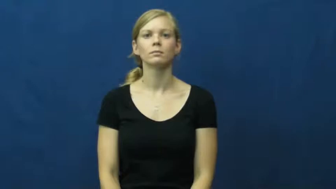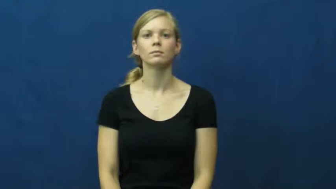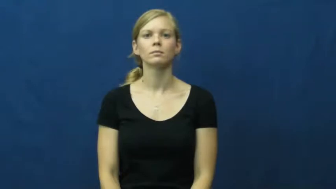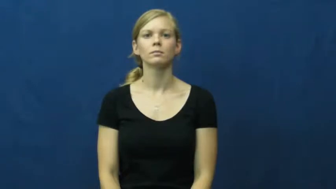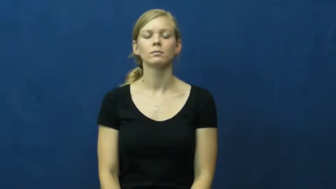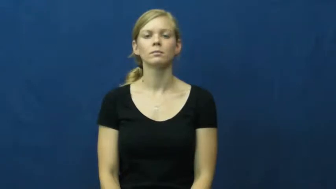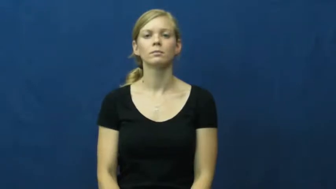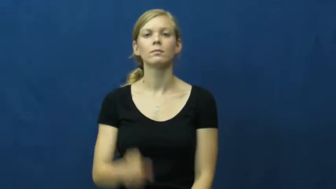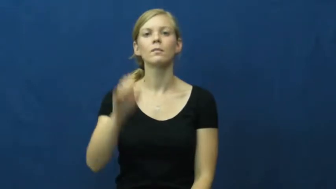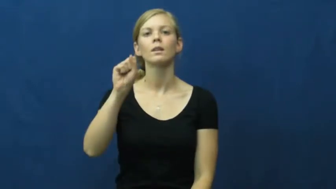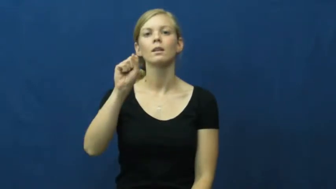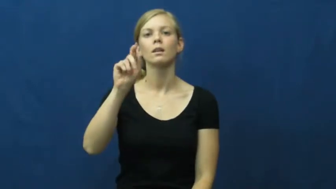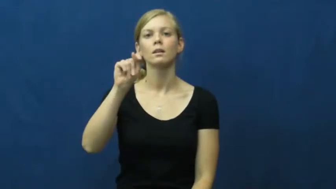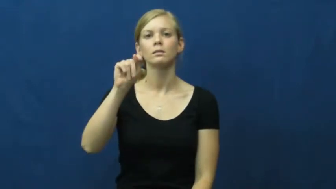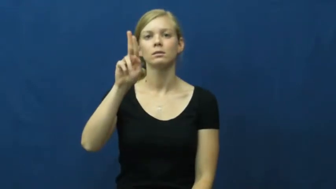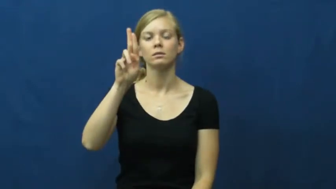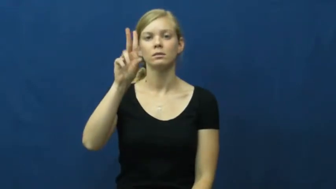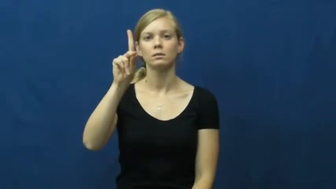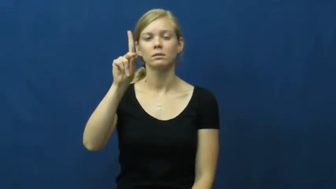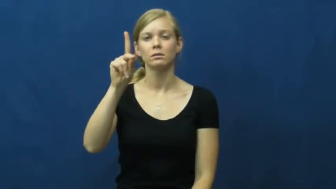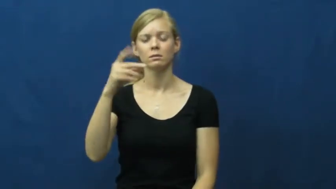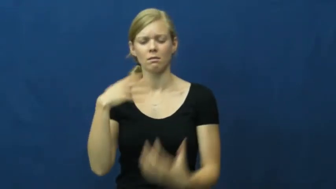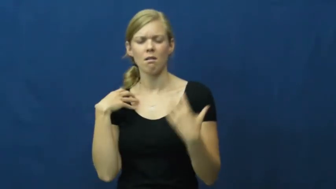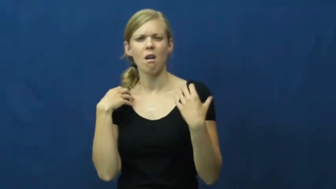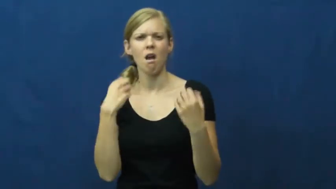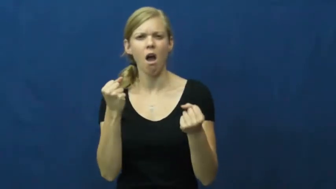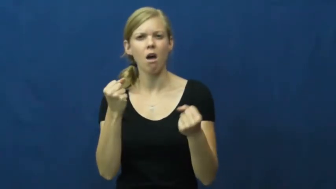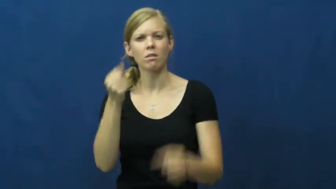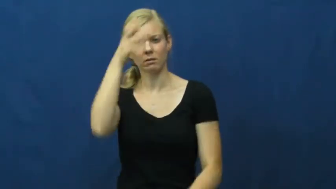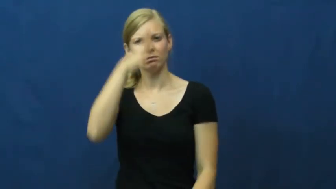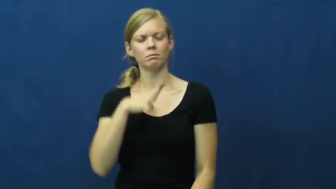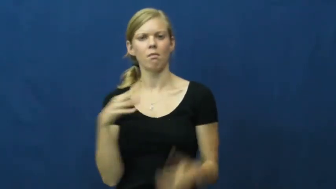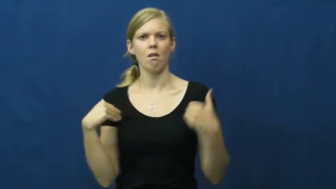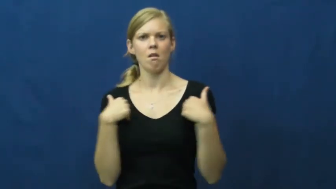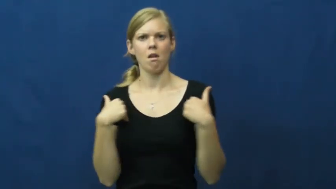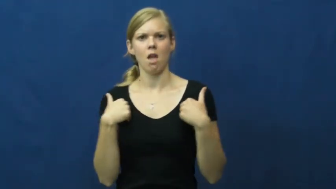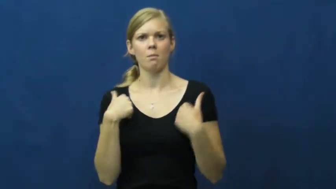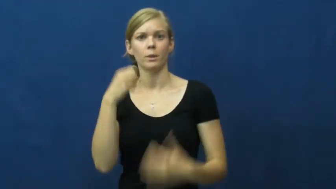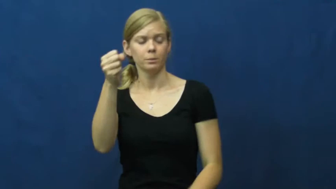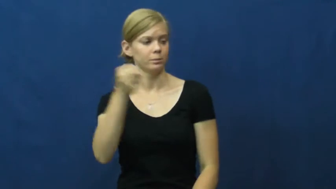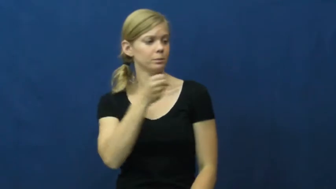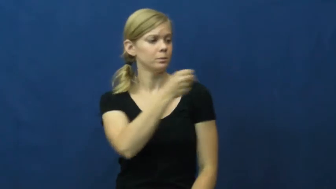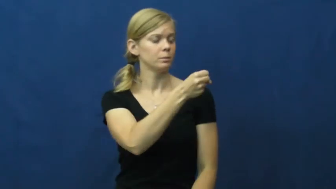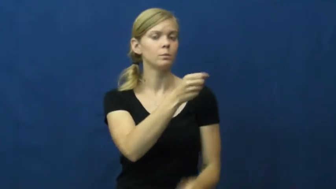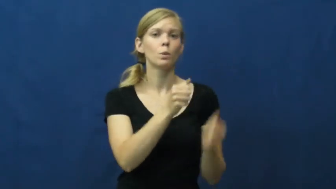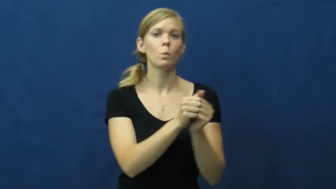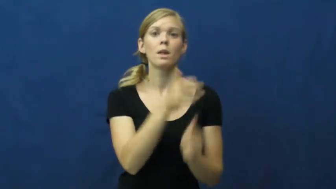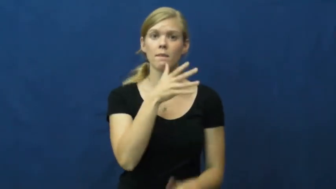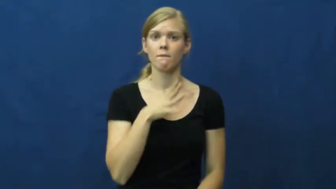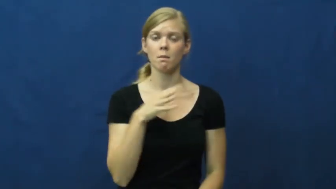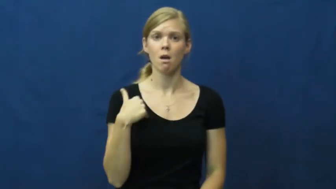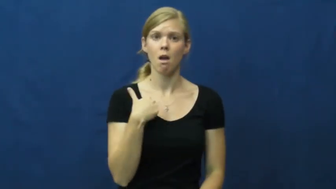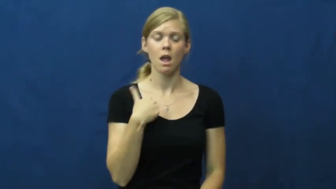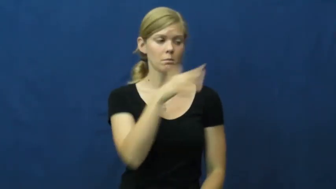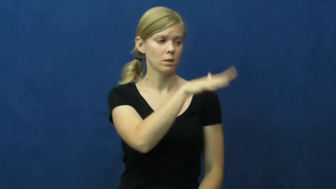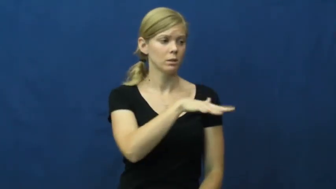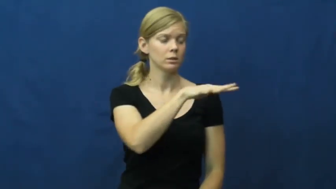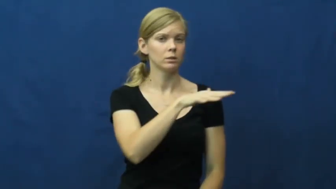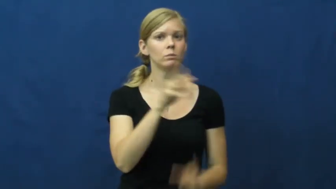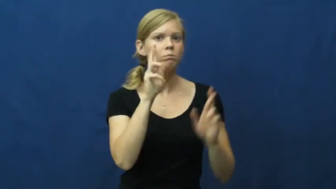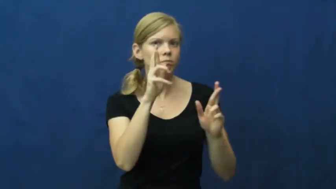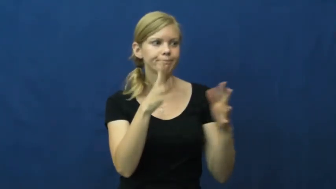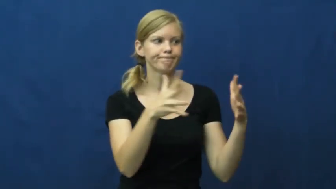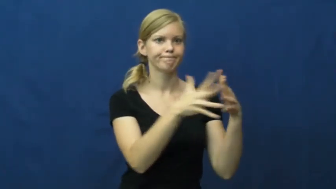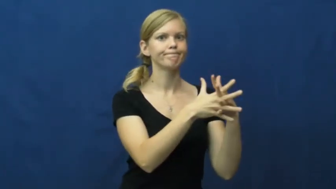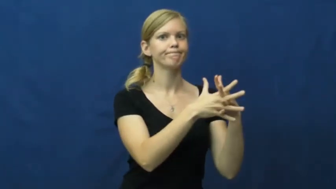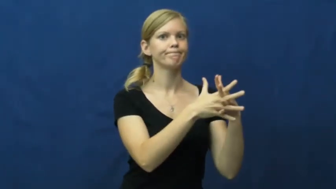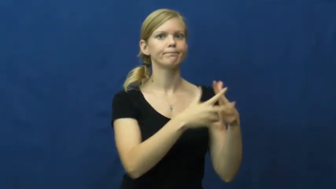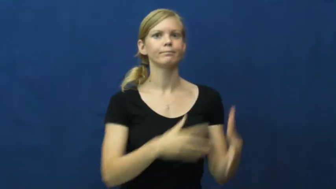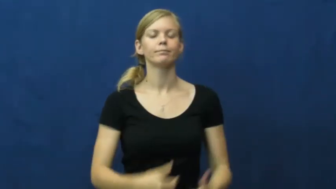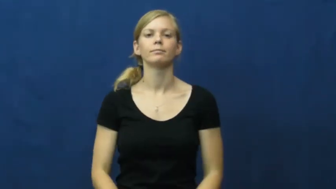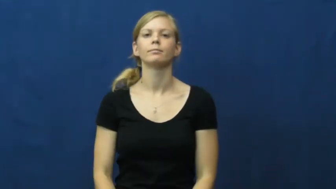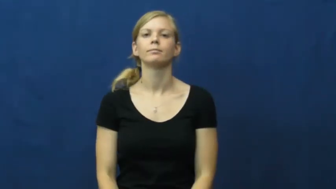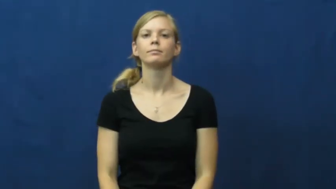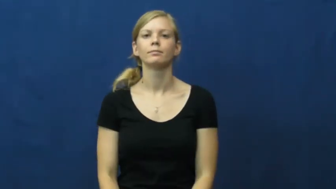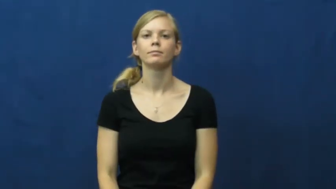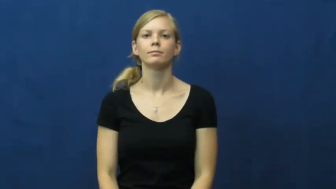stud-animal